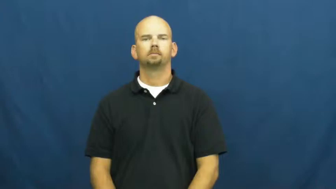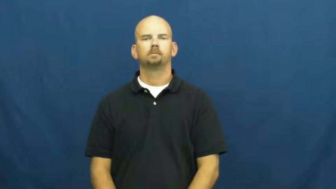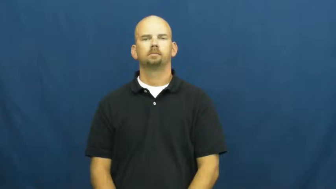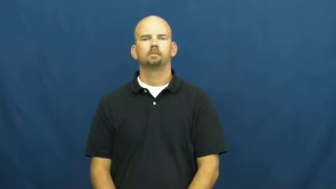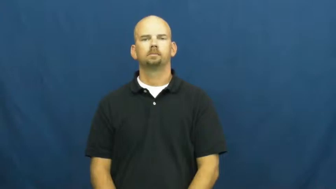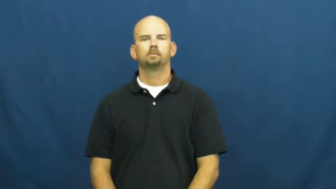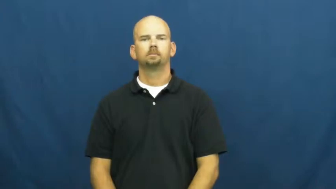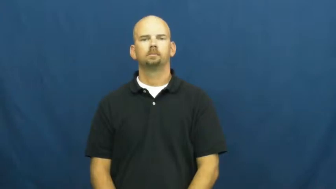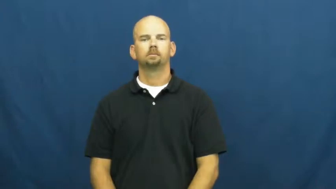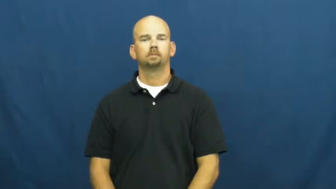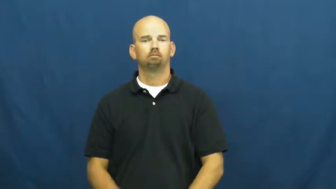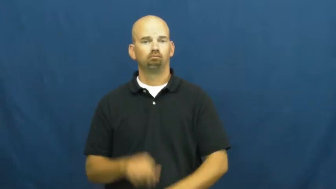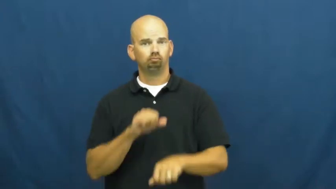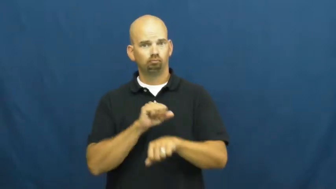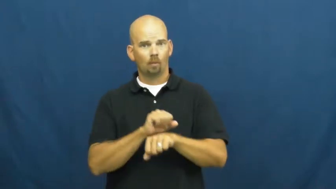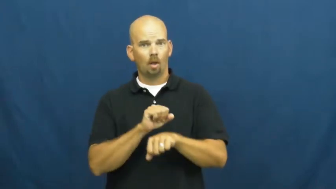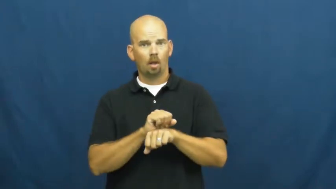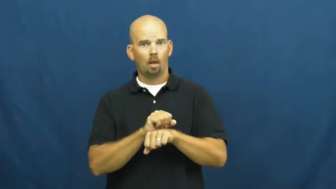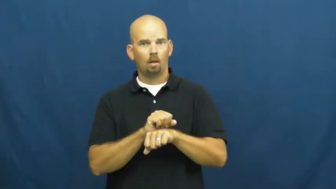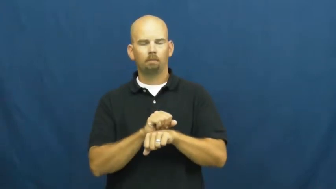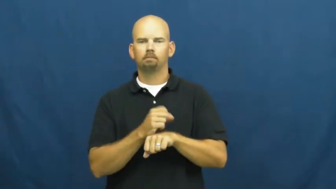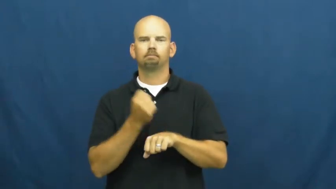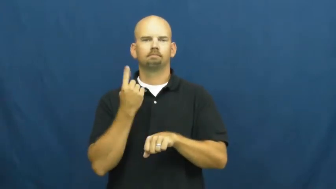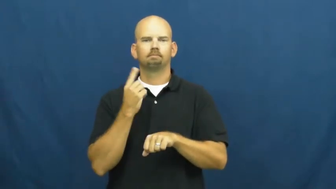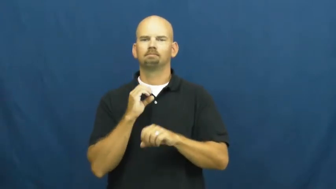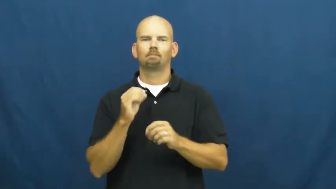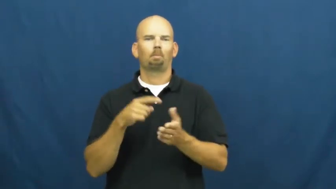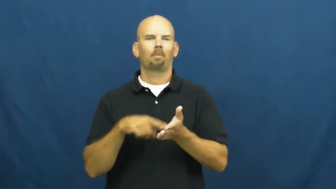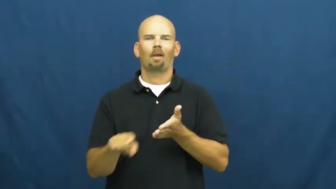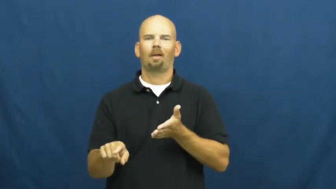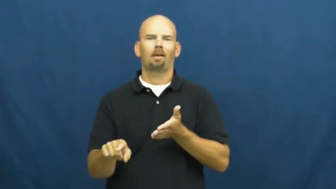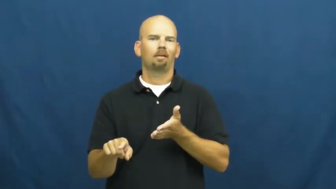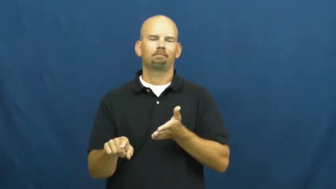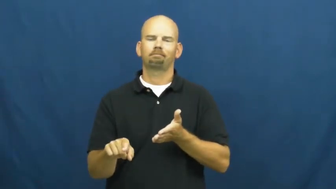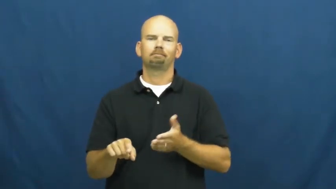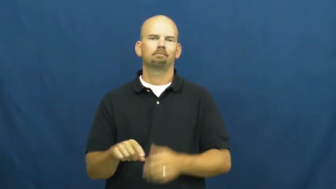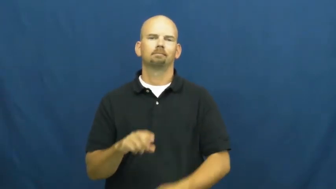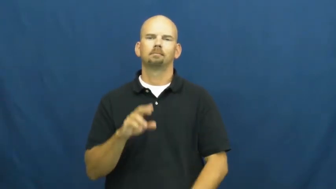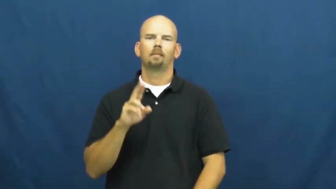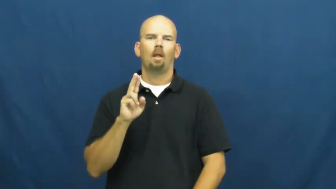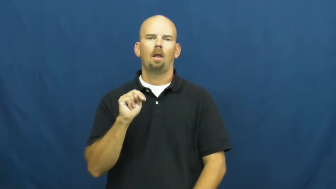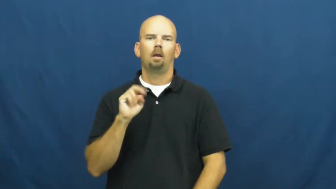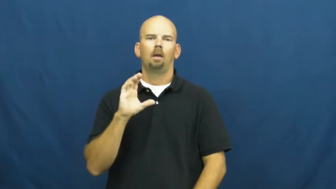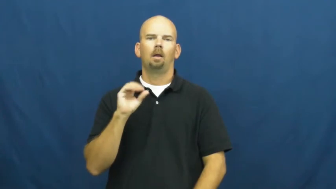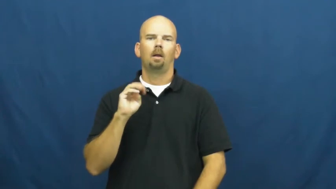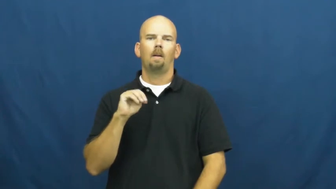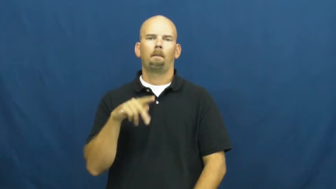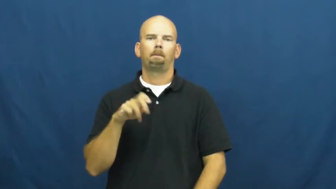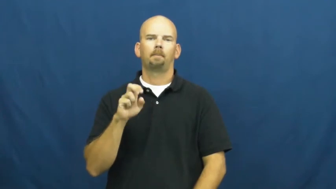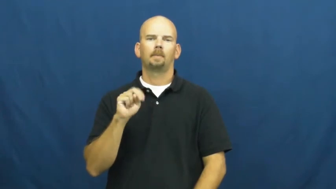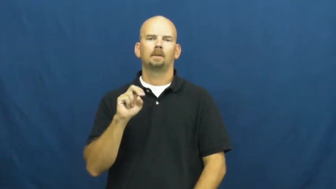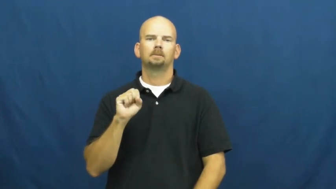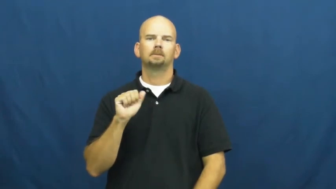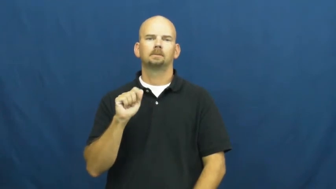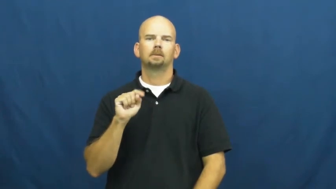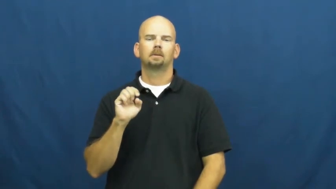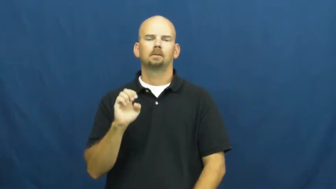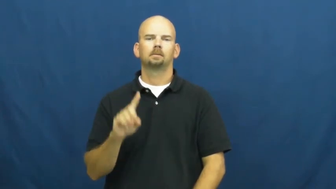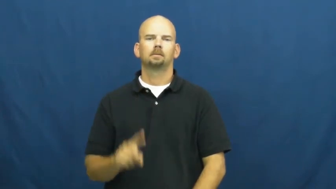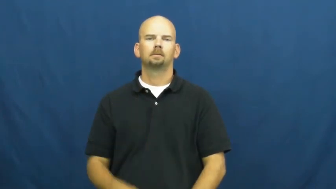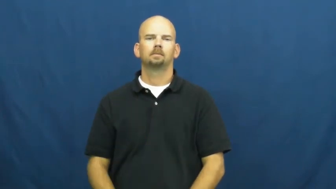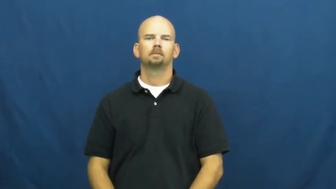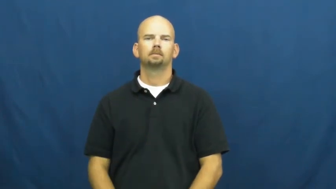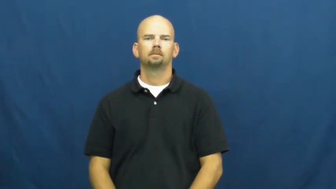uncompensated